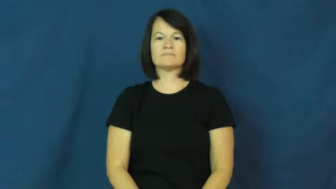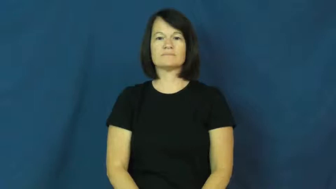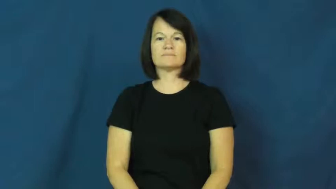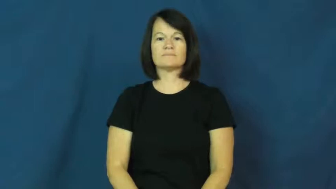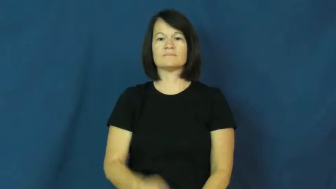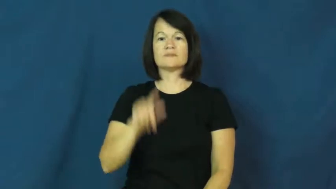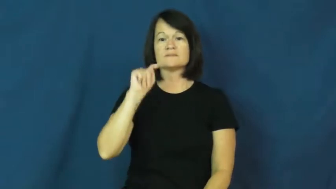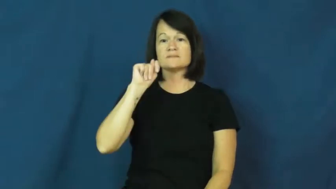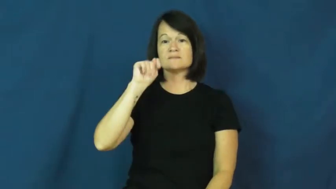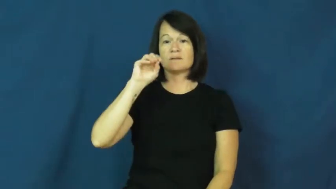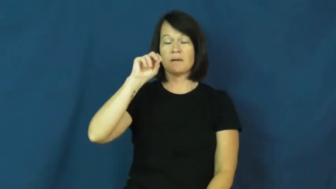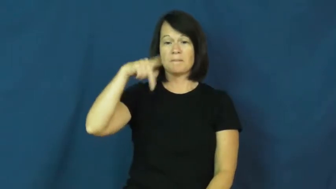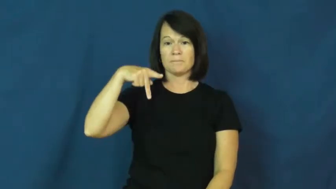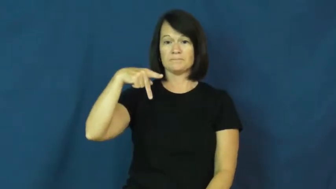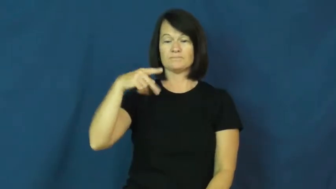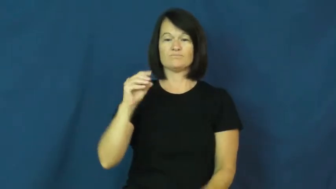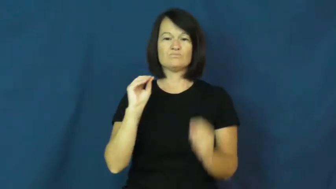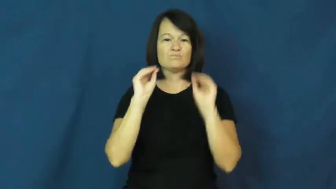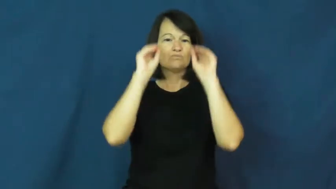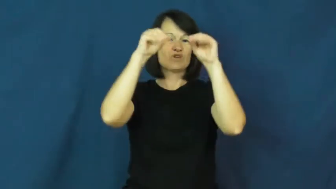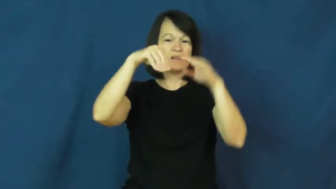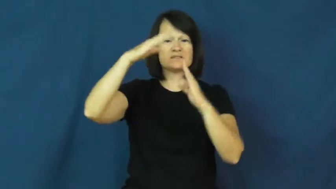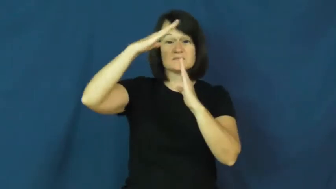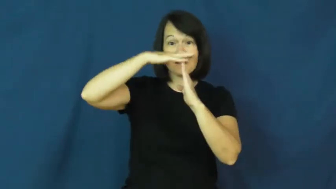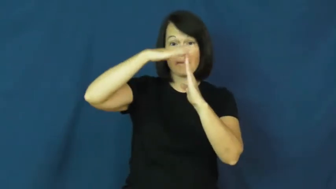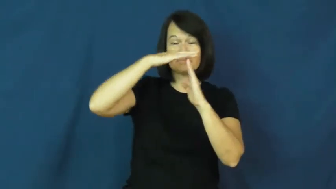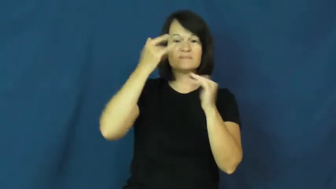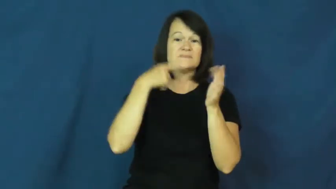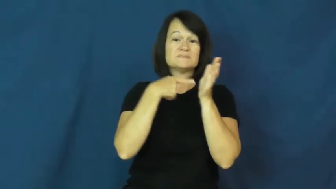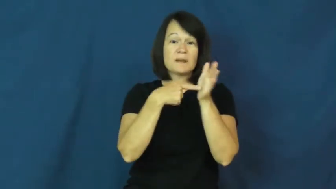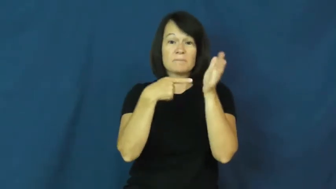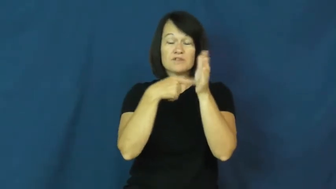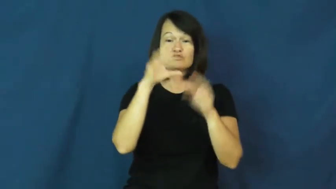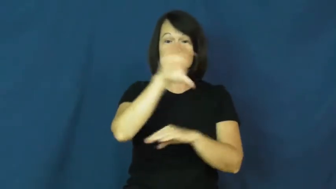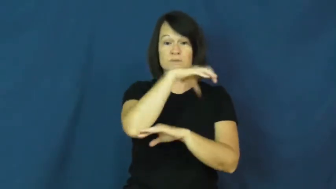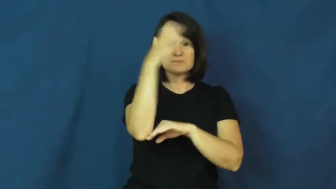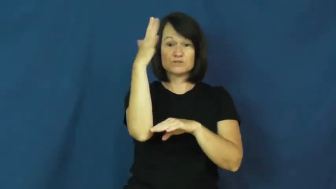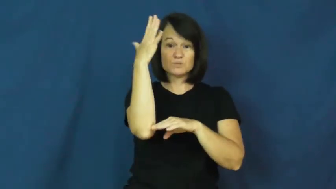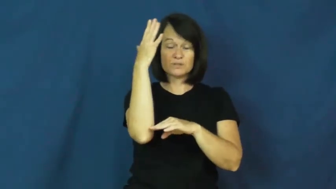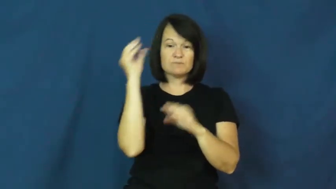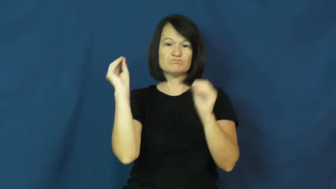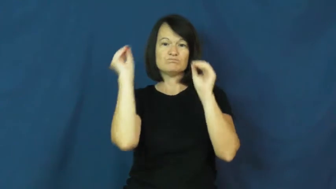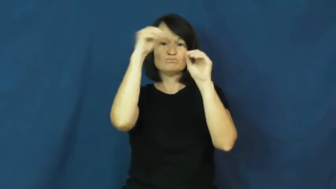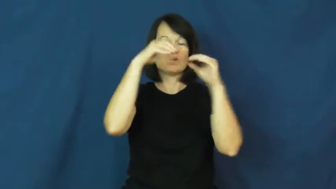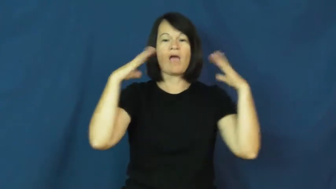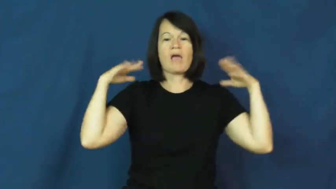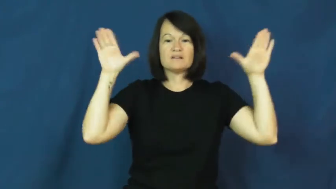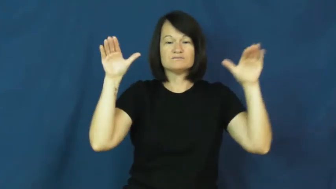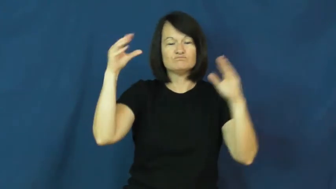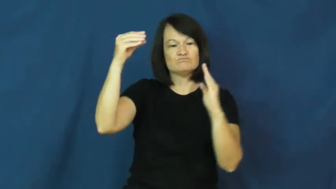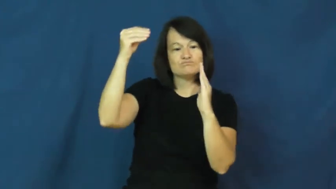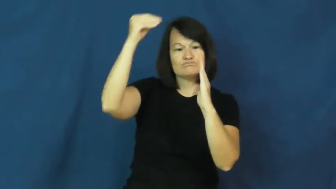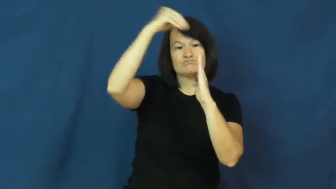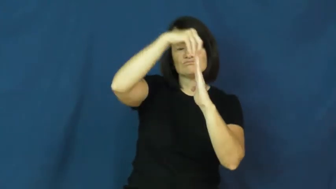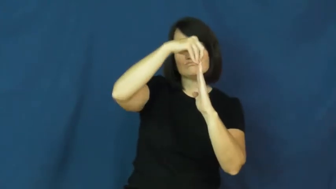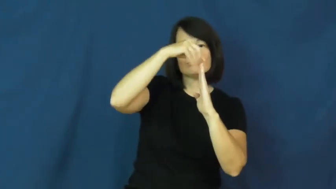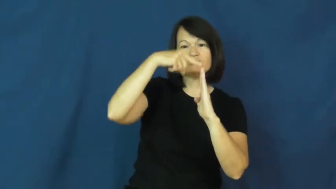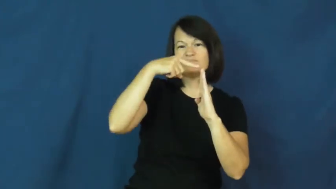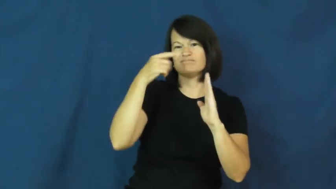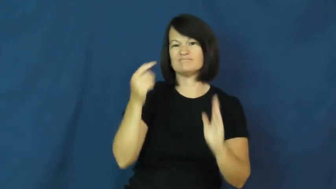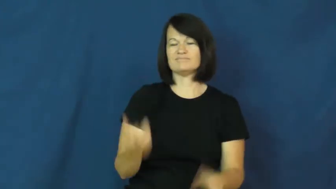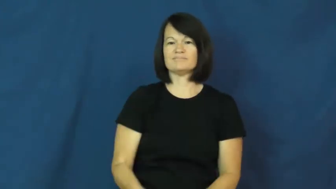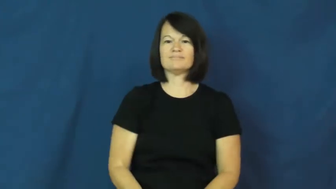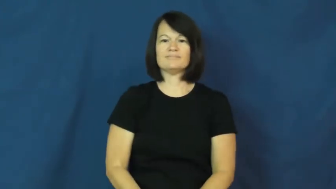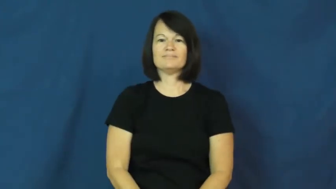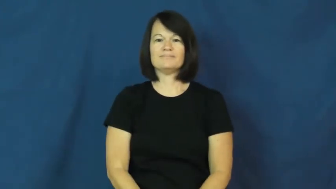top,atop-put on top